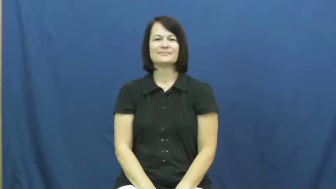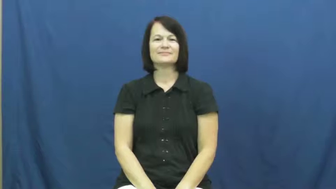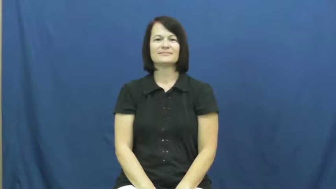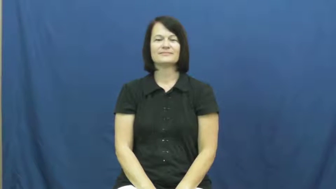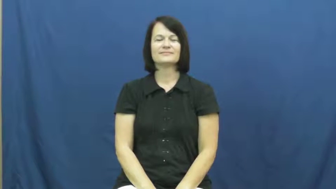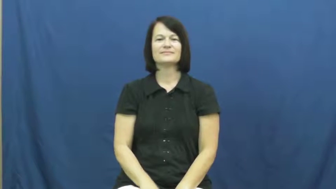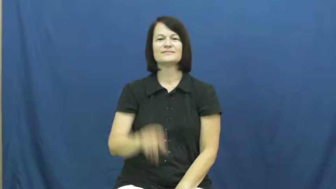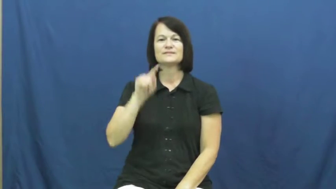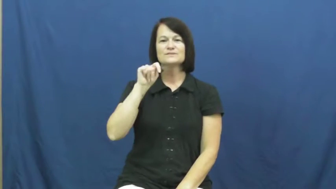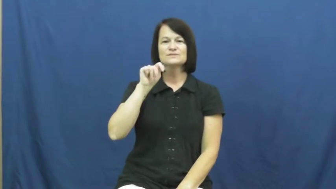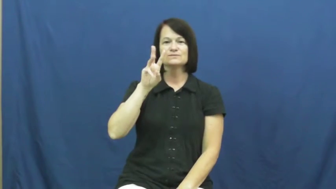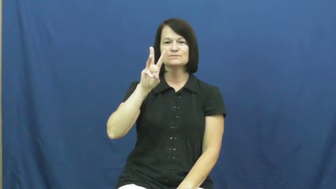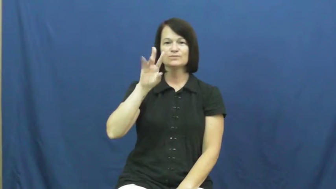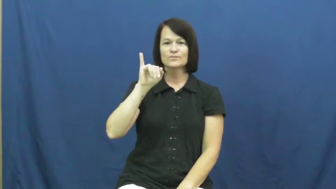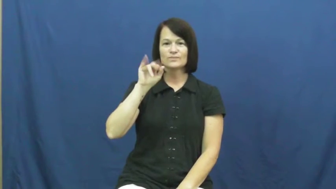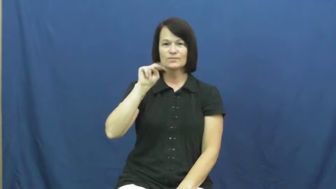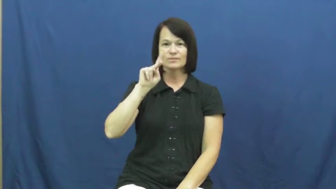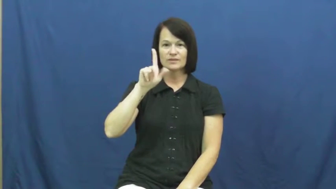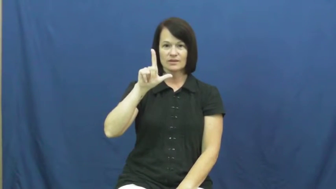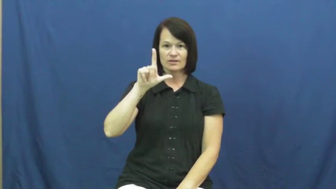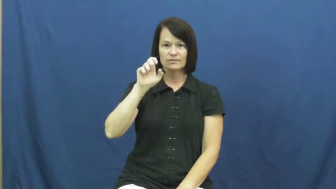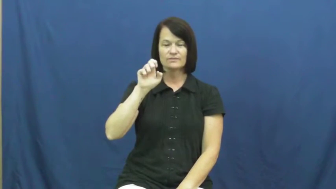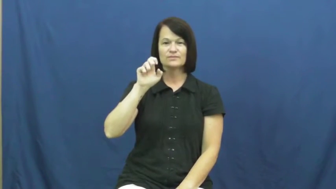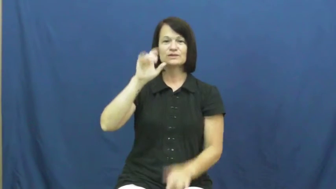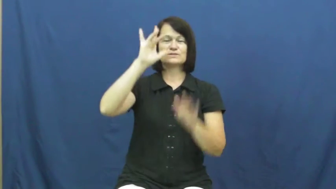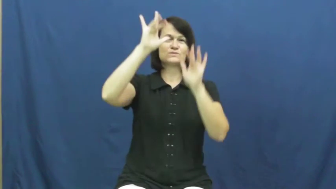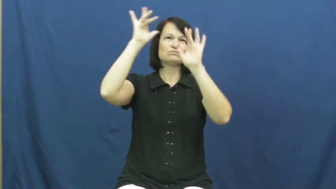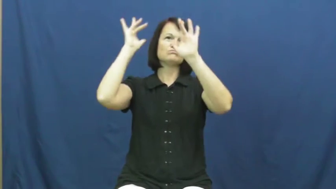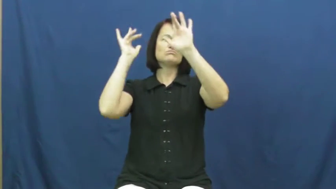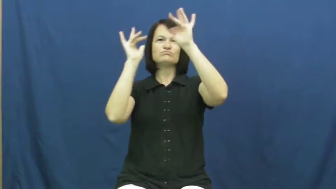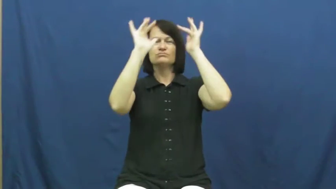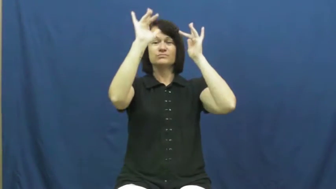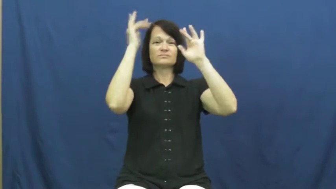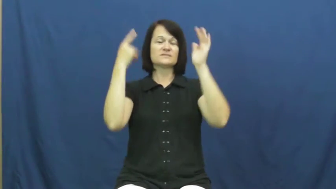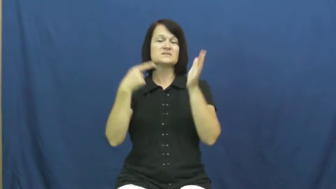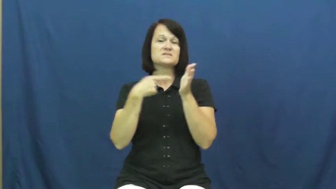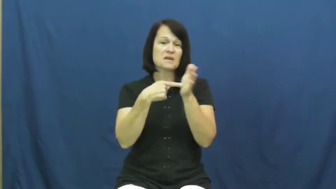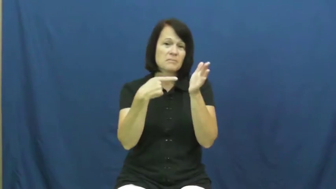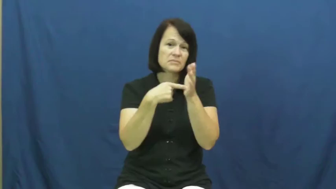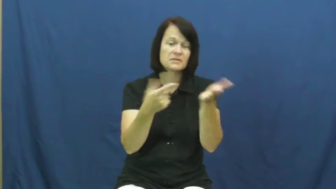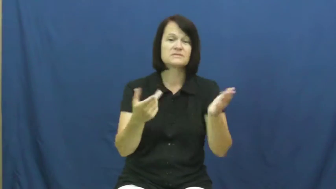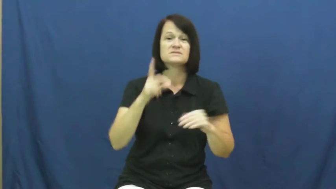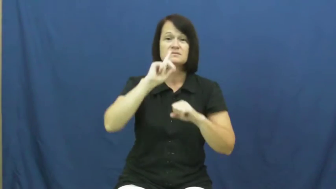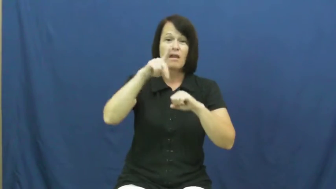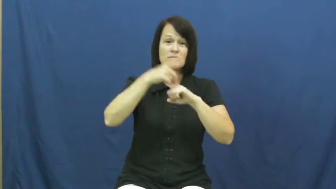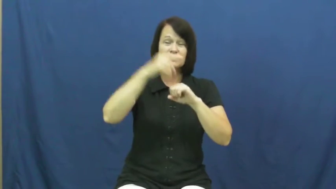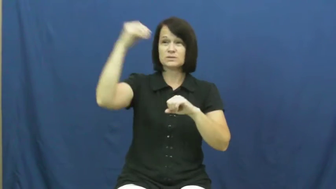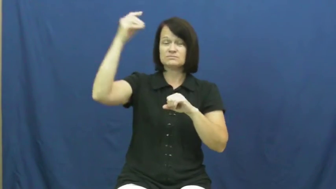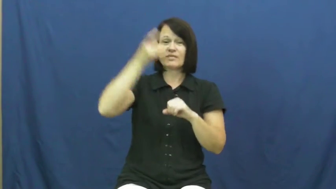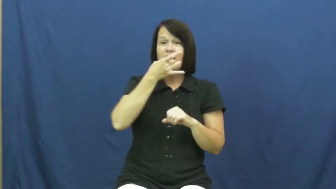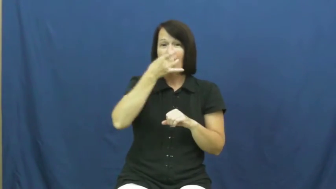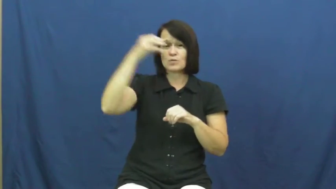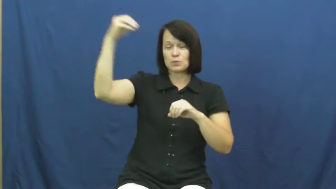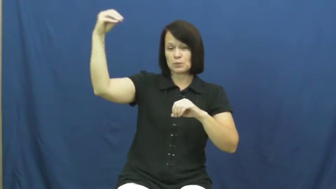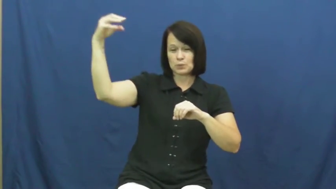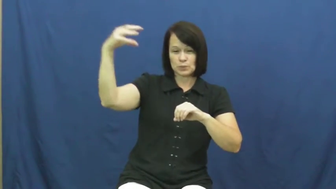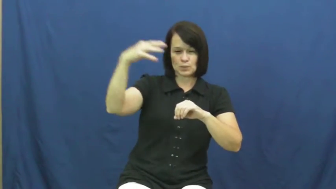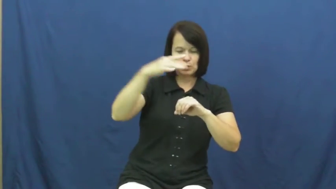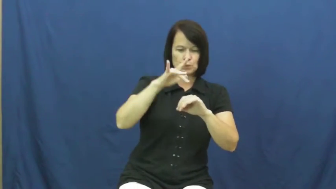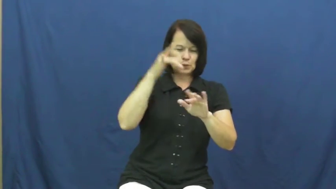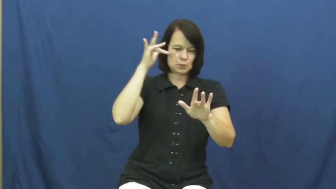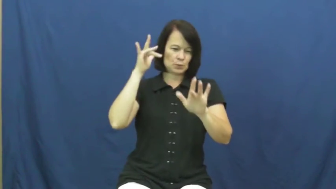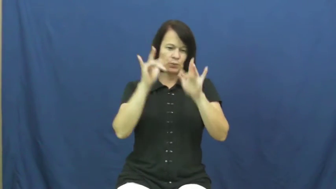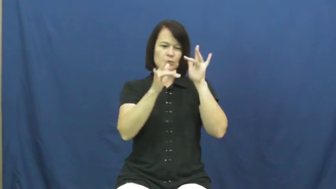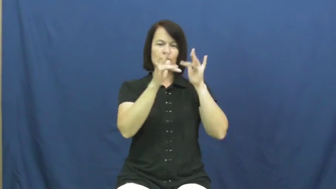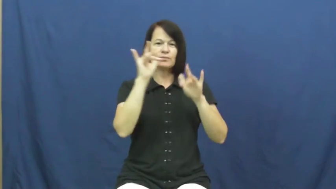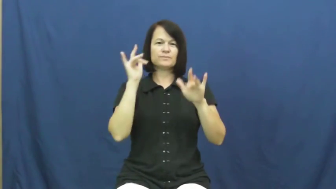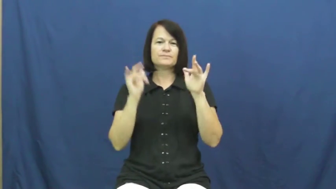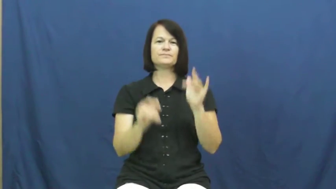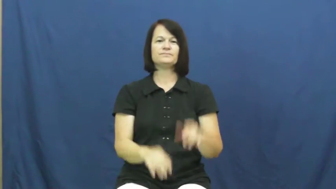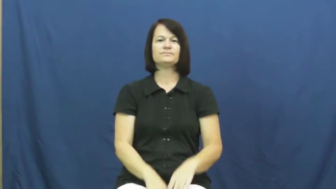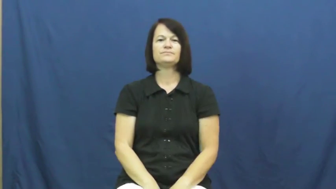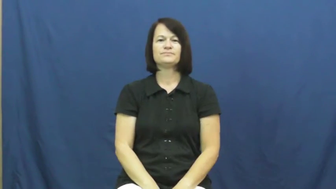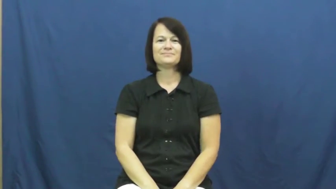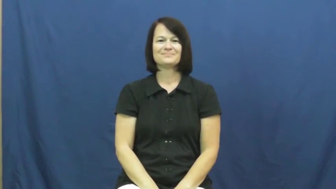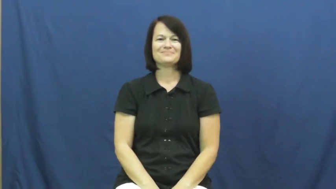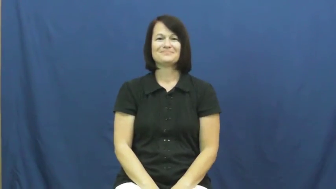twinkle